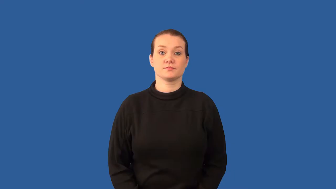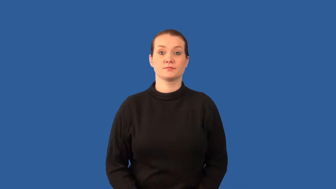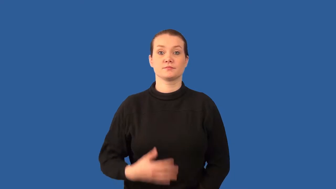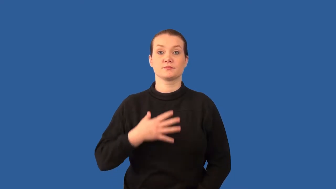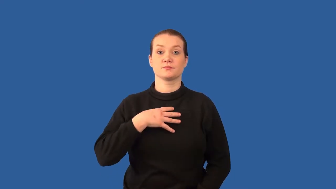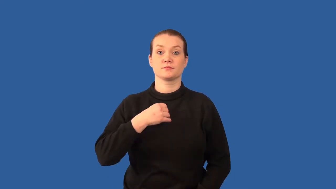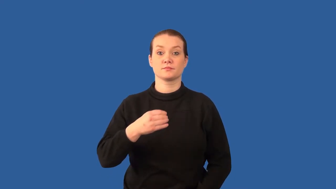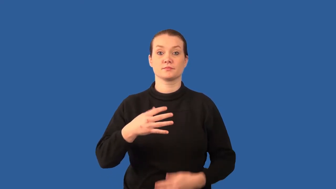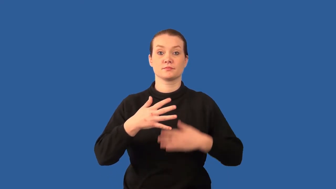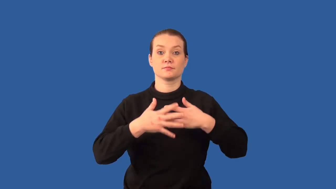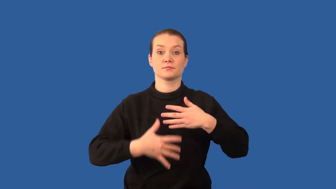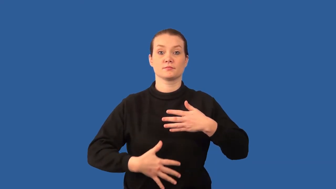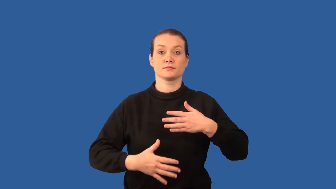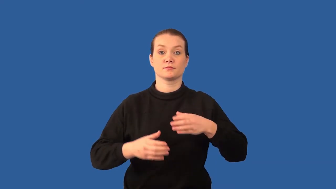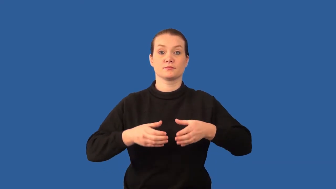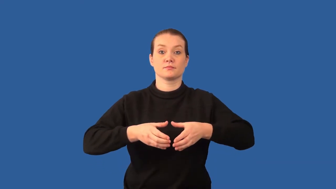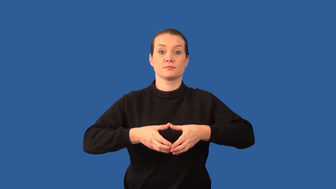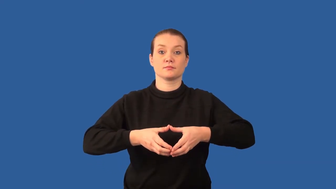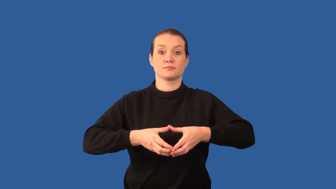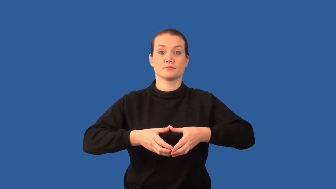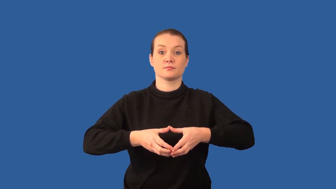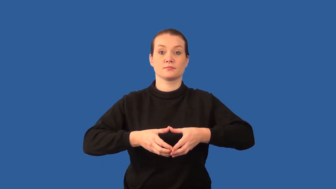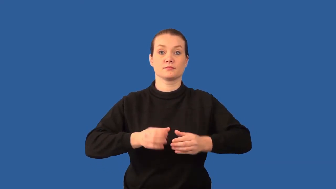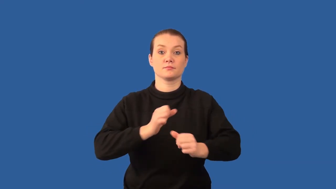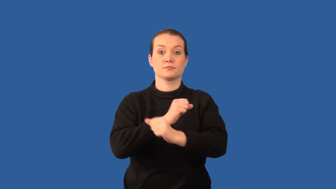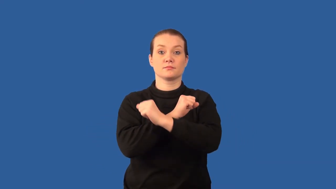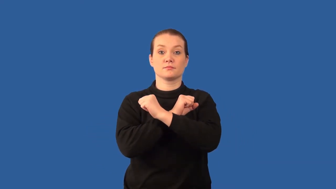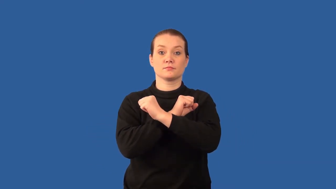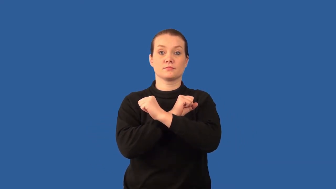lymphocyte